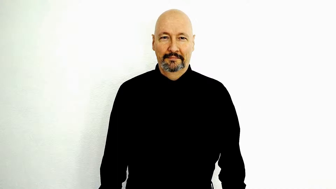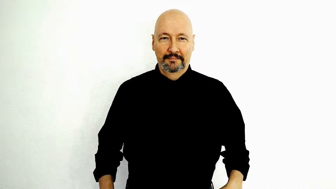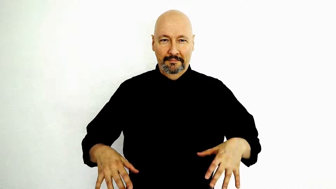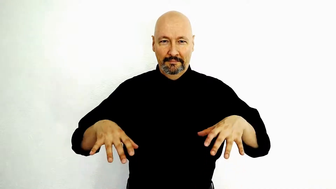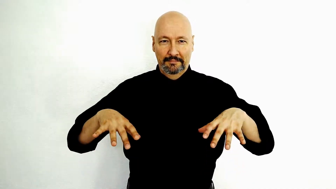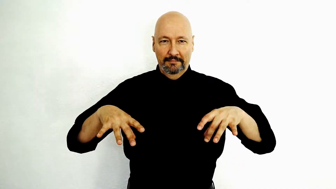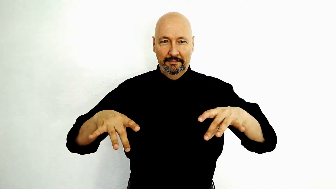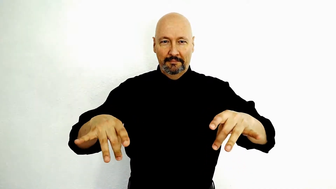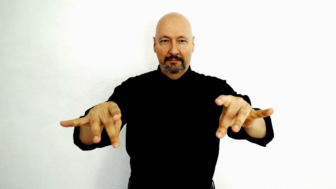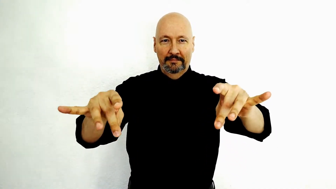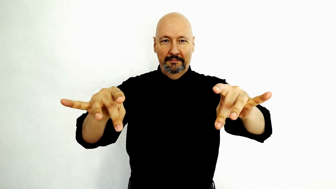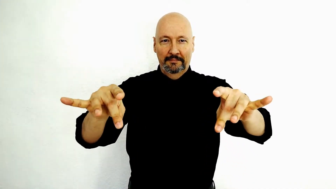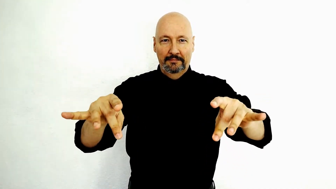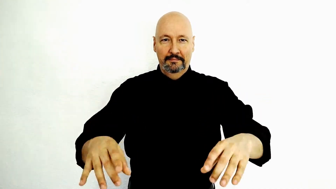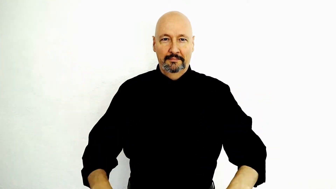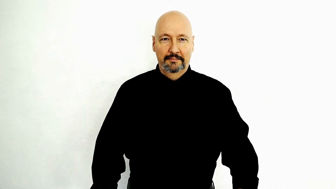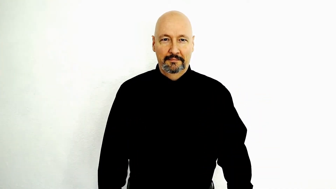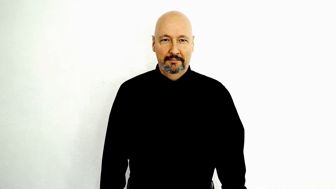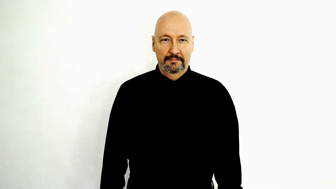acquisition / acquire / PICK-UP-[2-hand-forward-version]